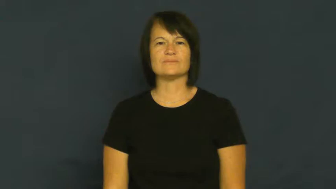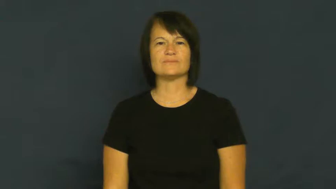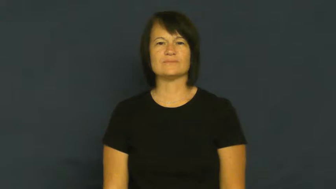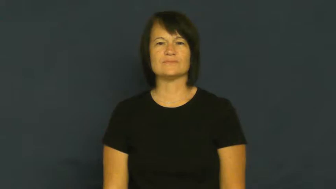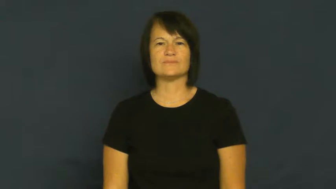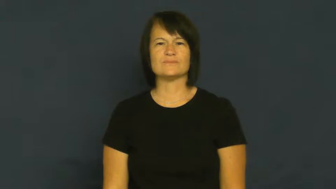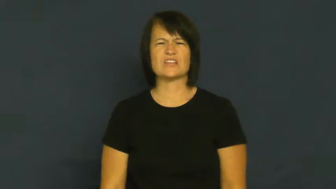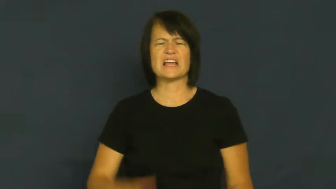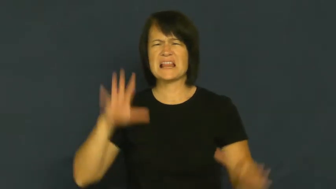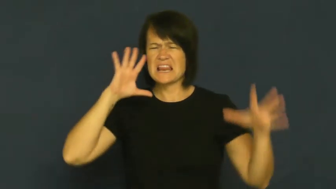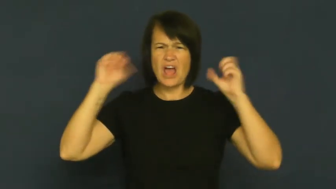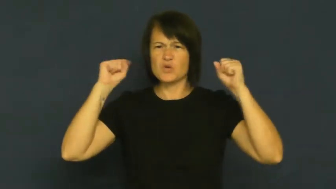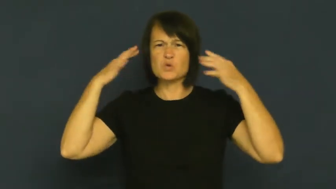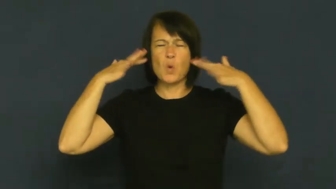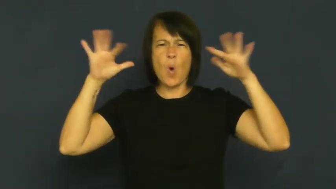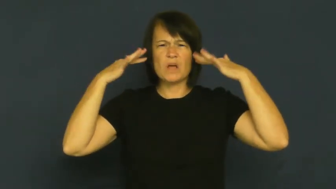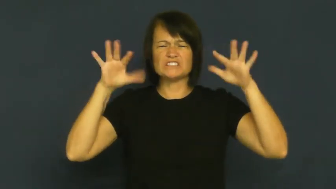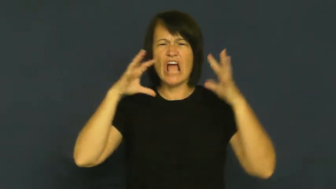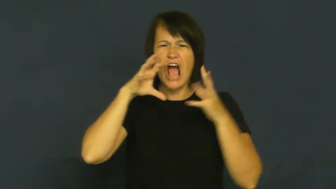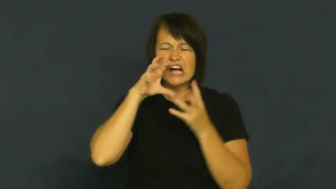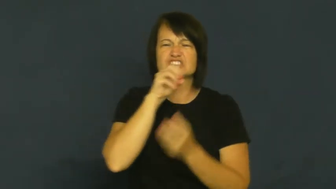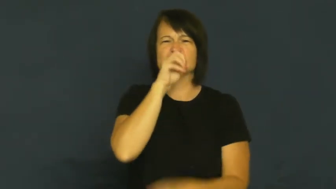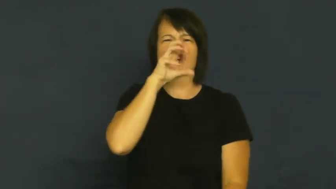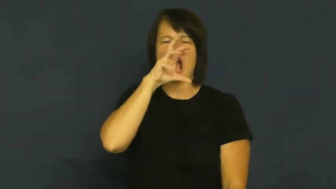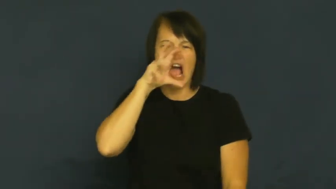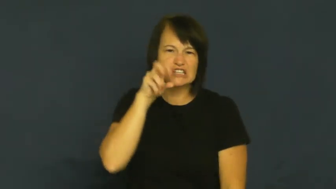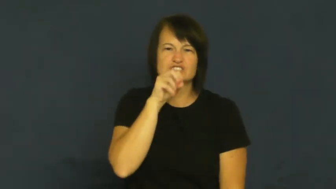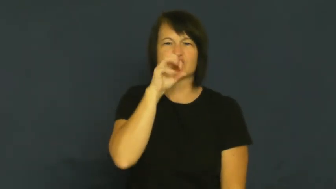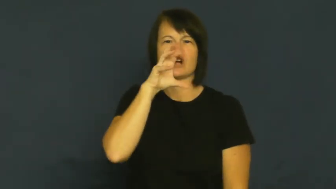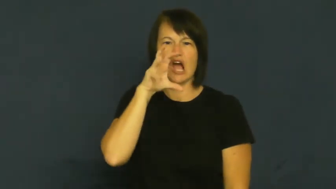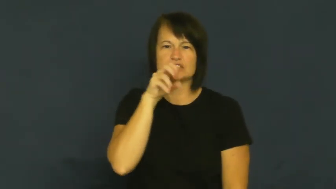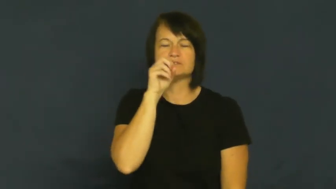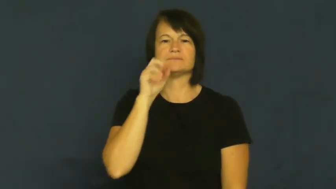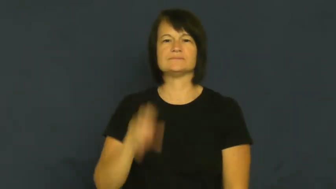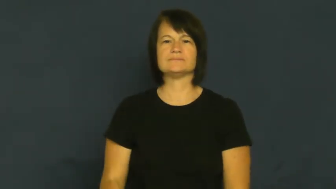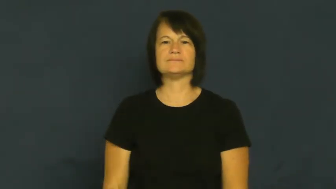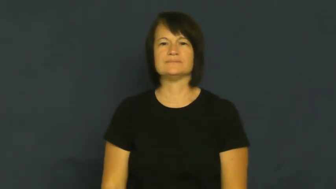crunch,crunchy,munch,munchy-bite